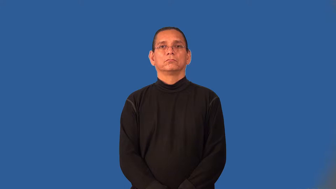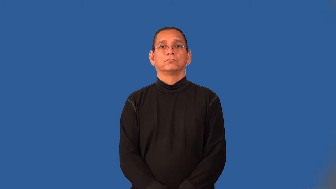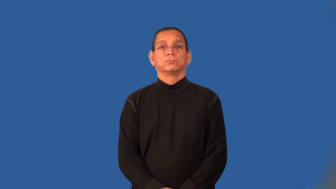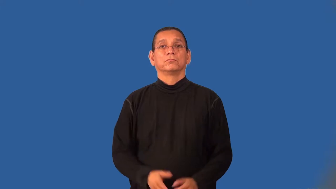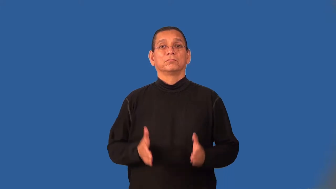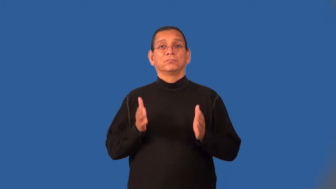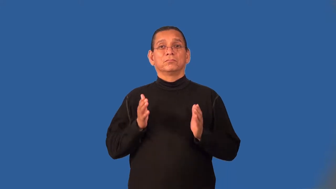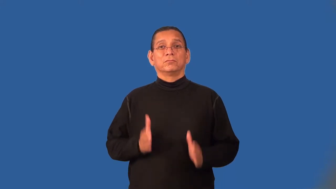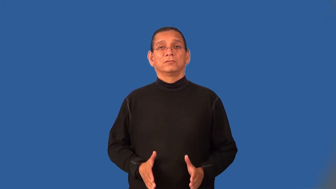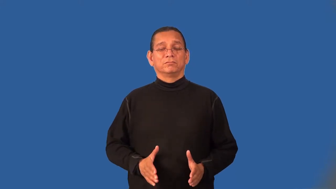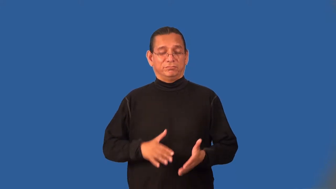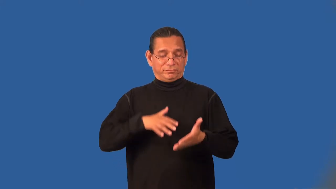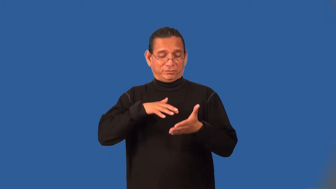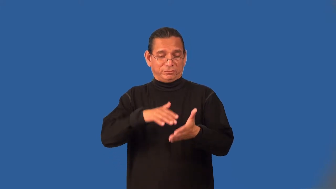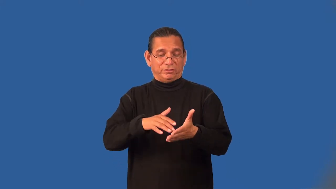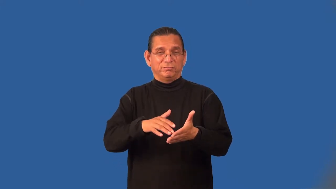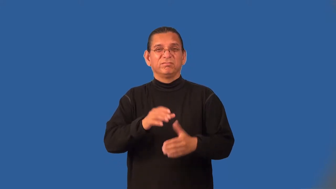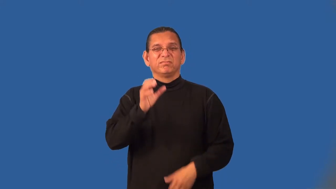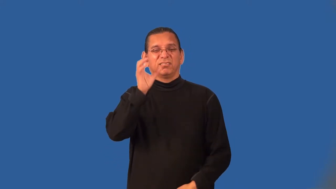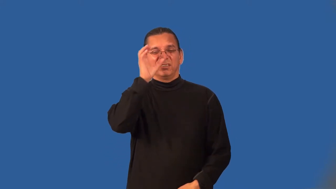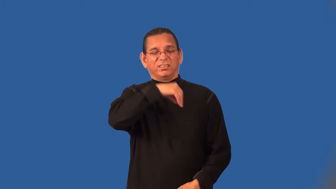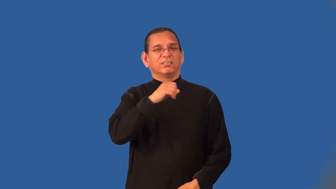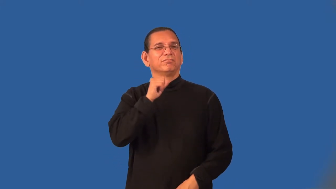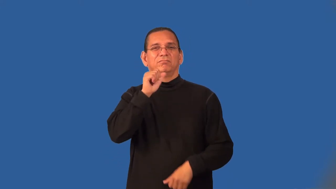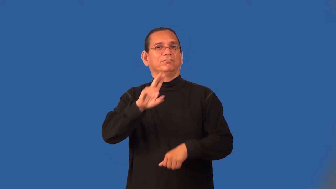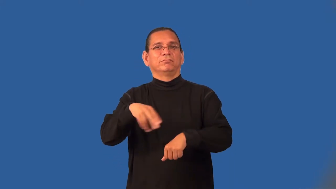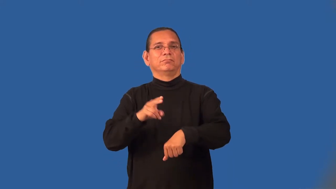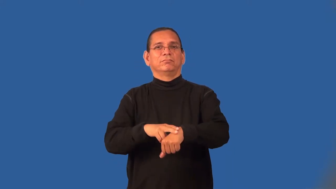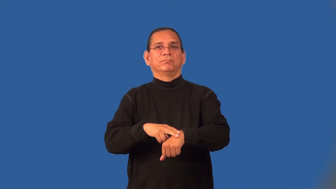occultist